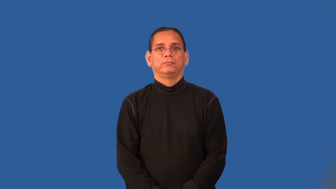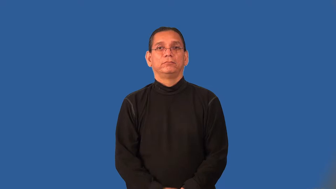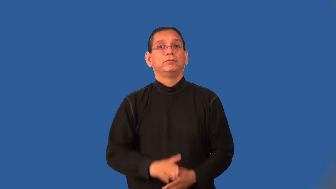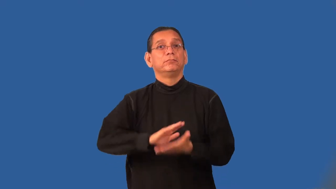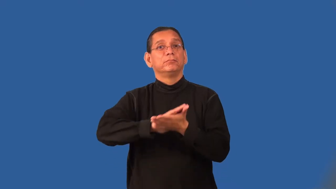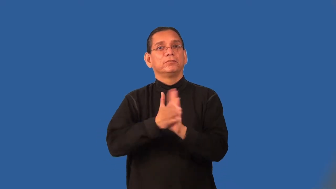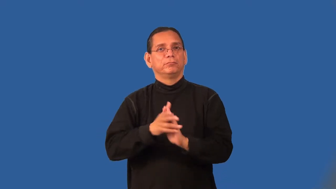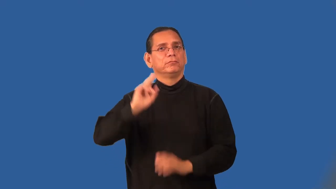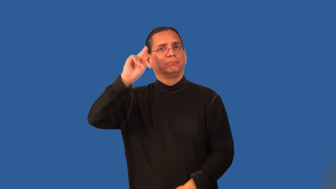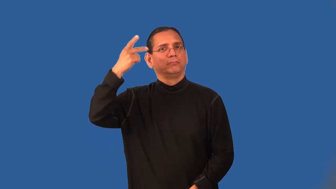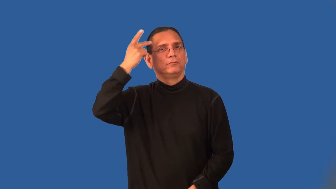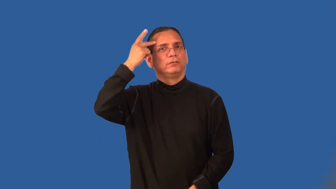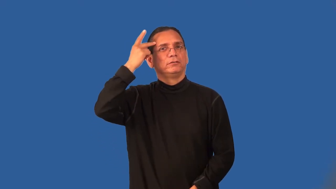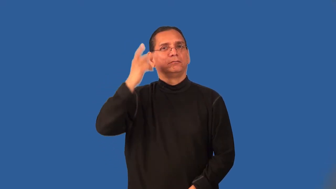politicize